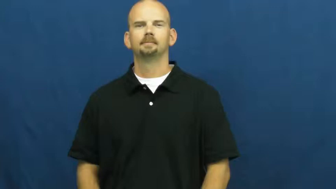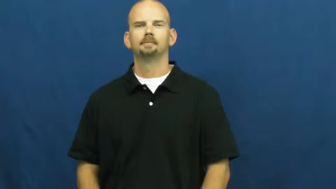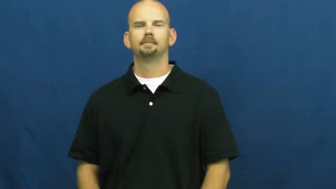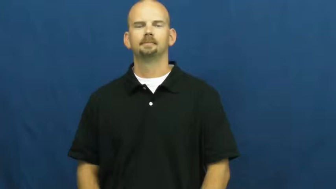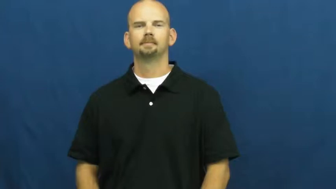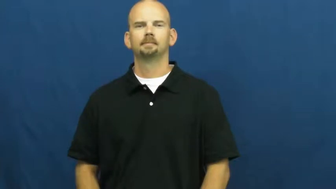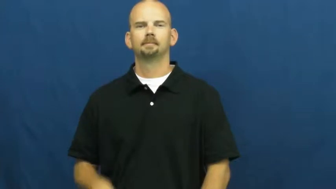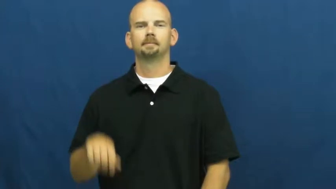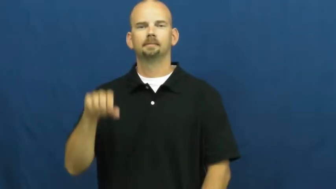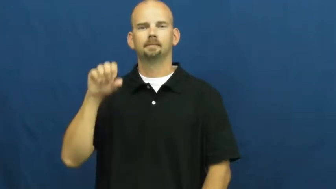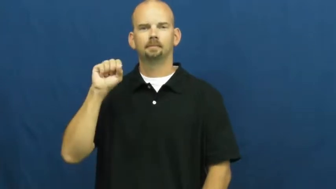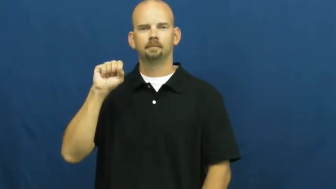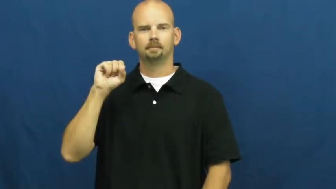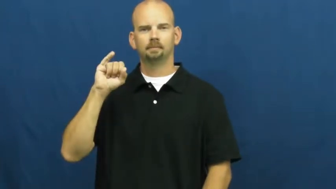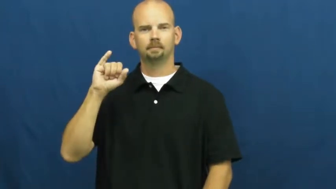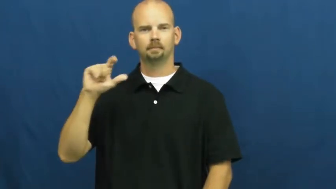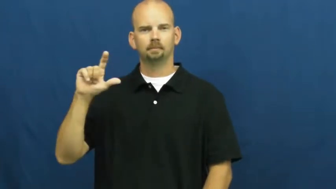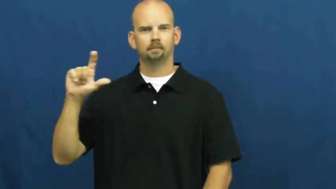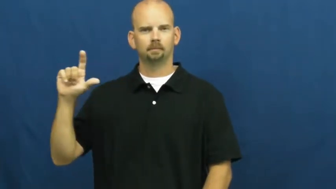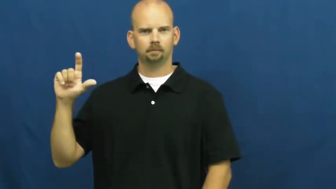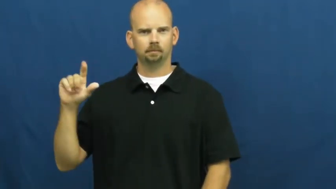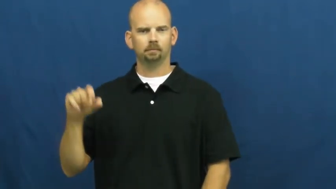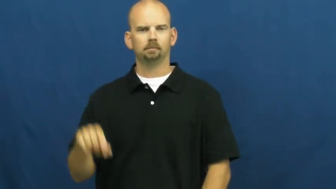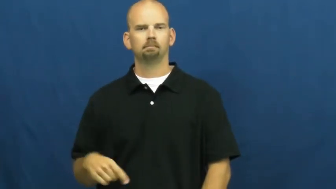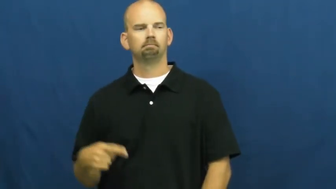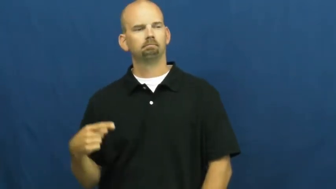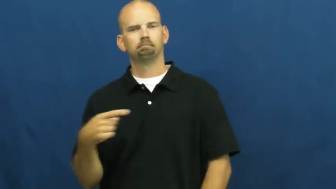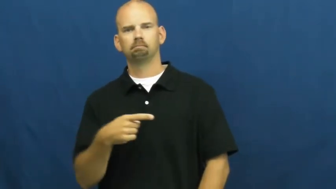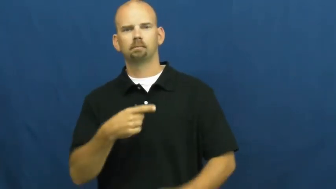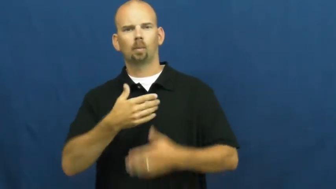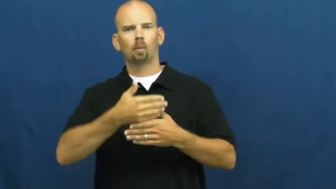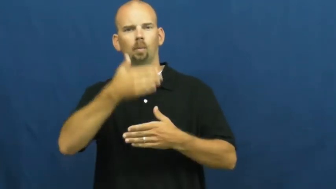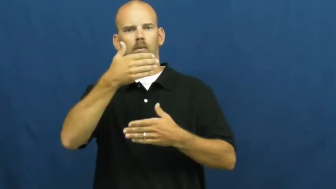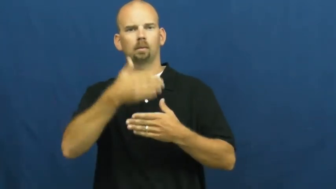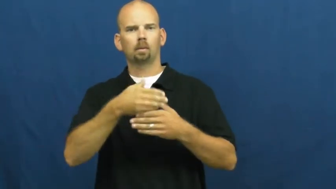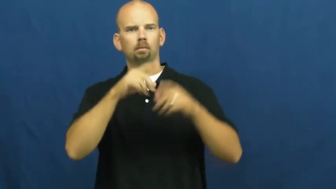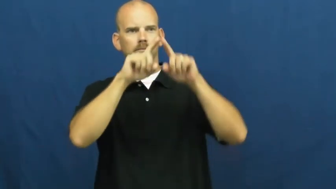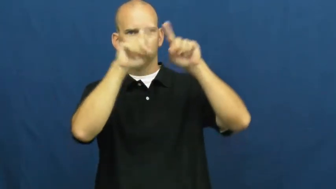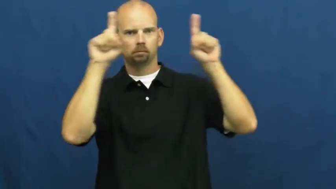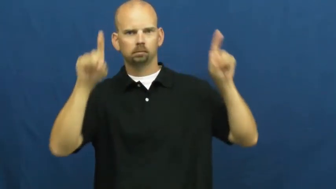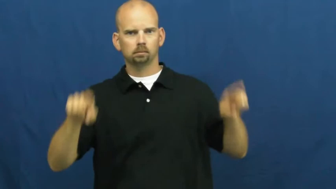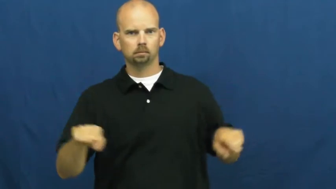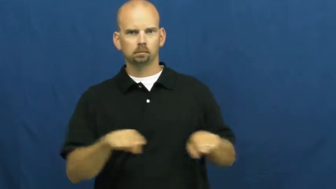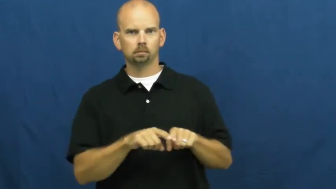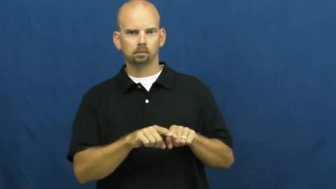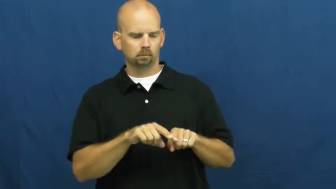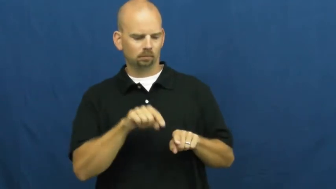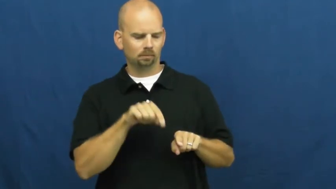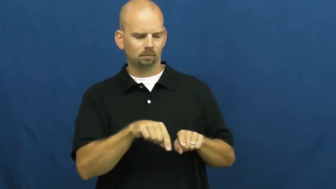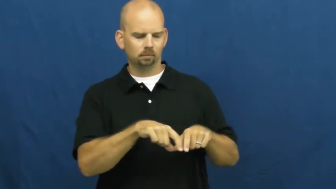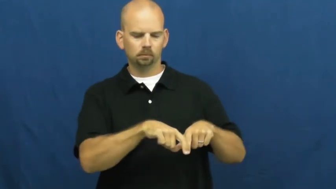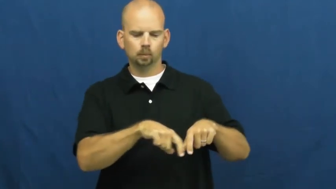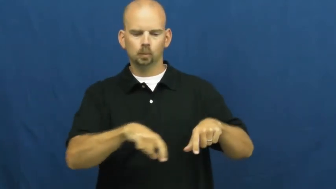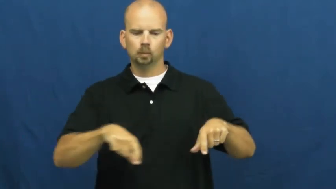sill